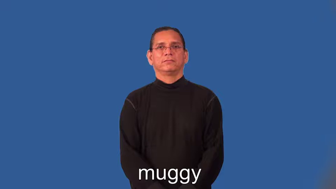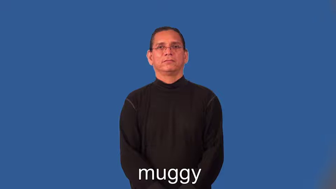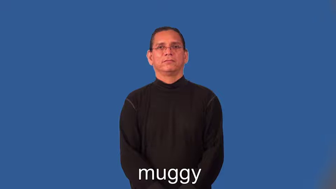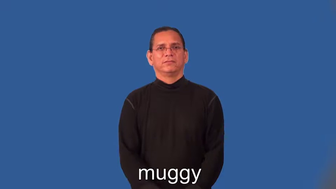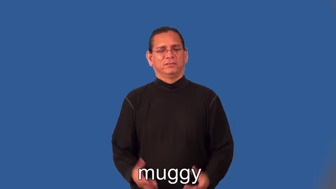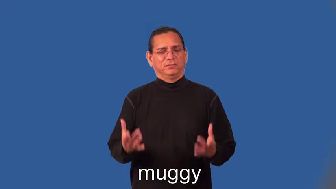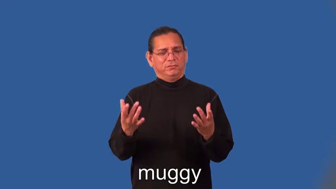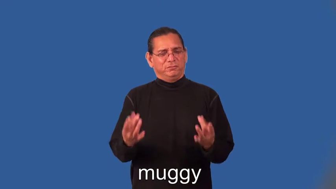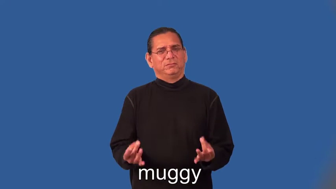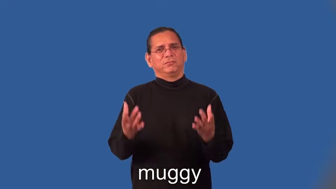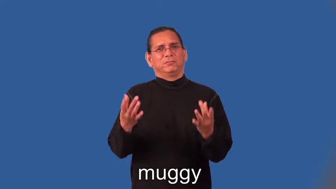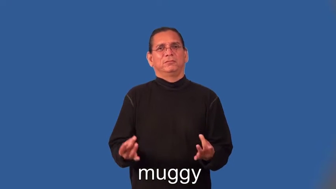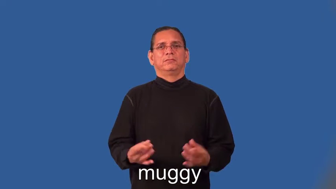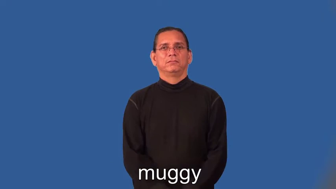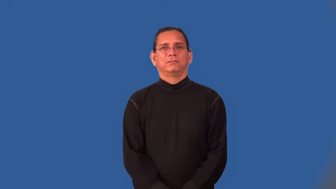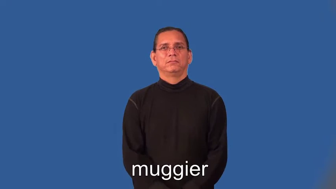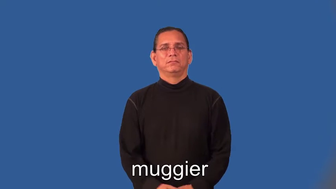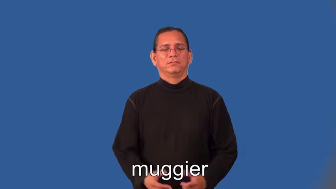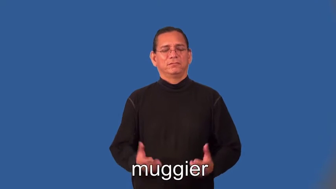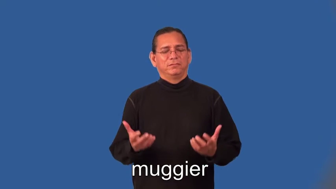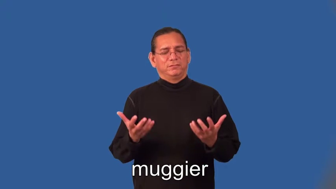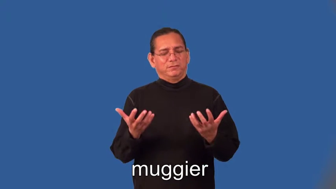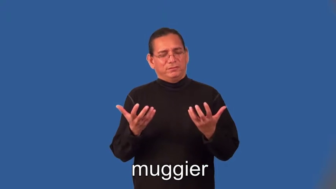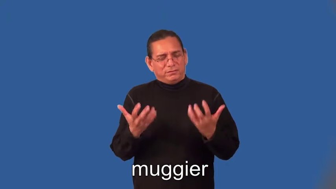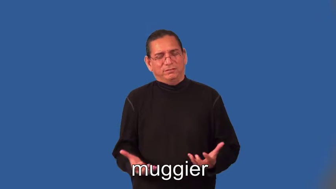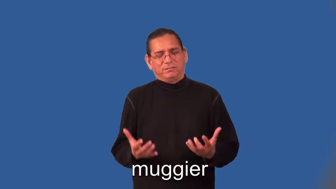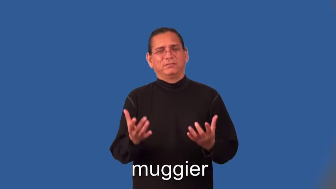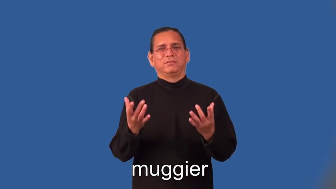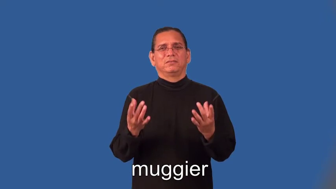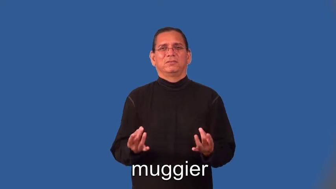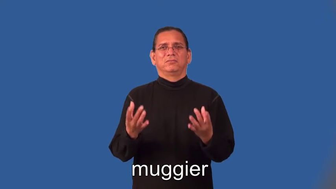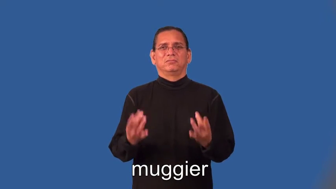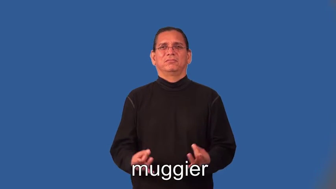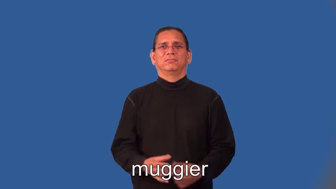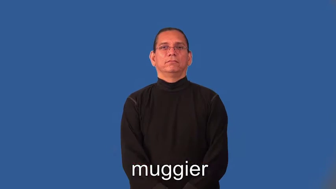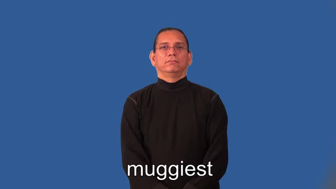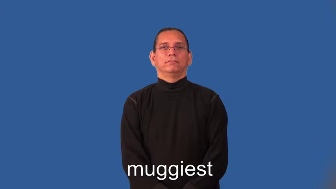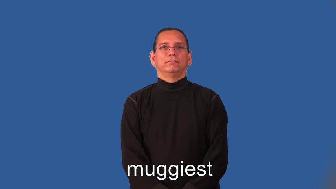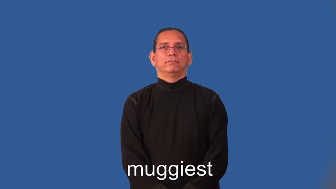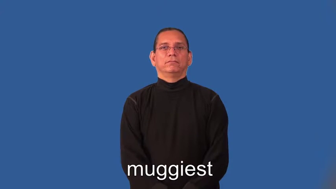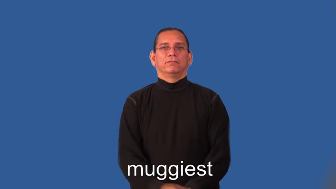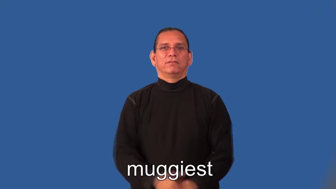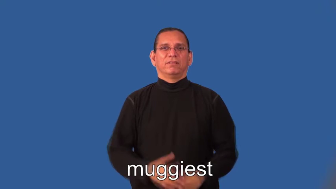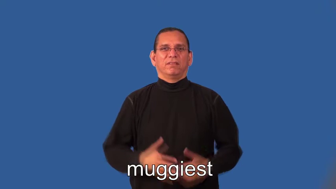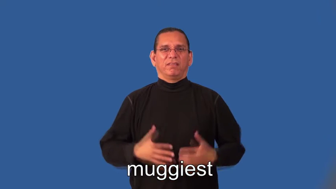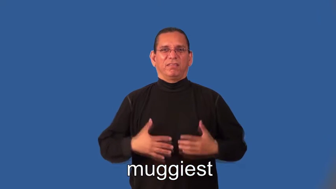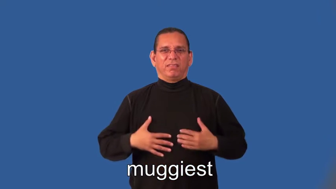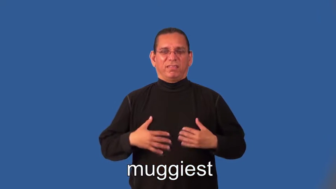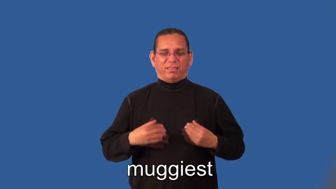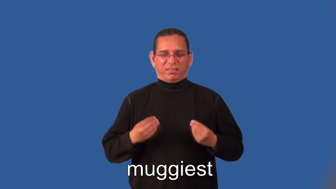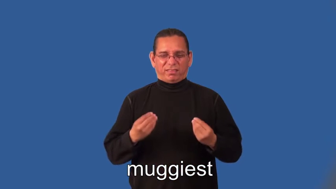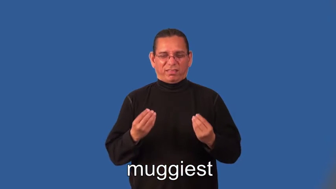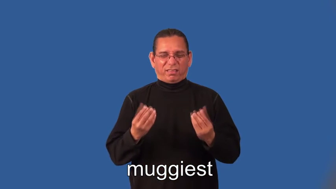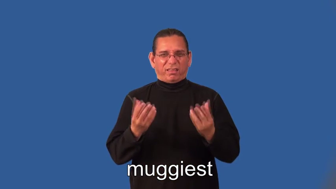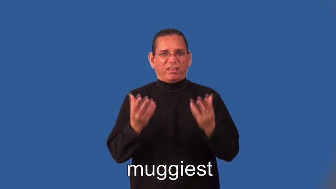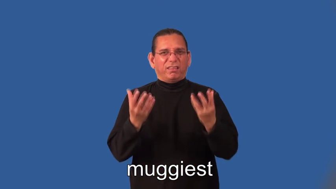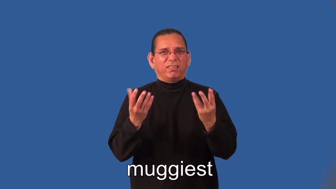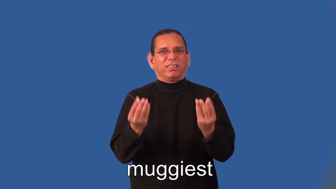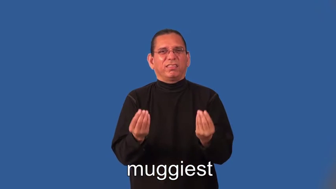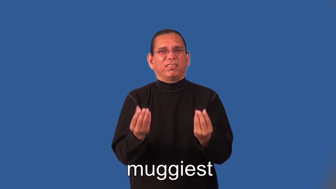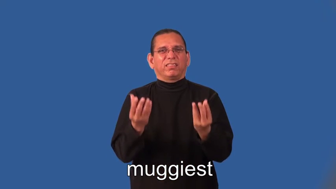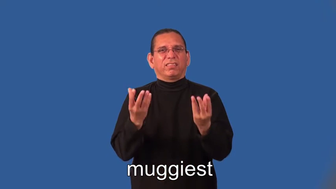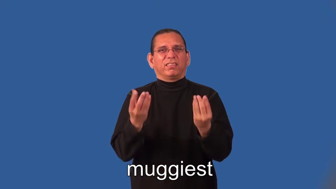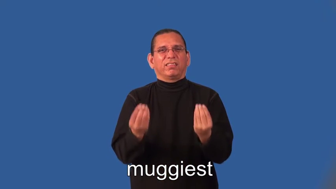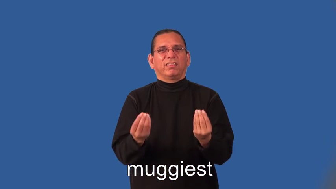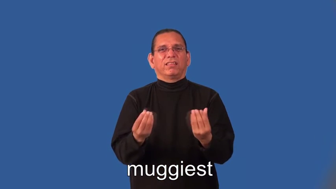muggier,muggiest